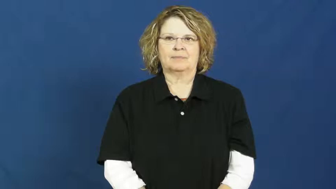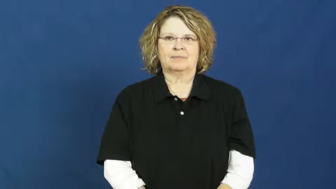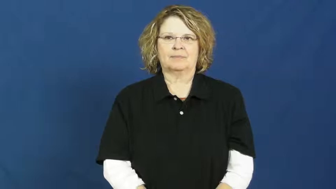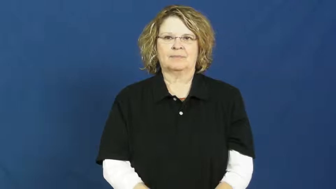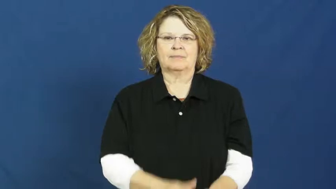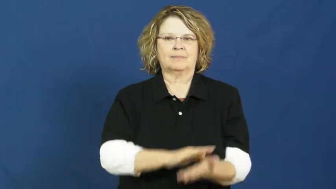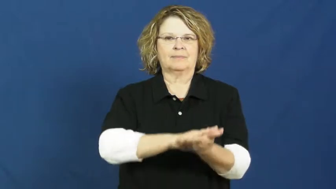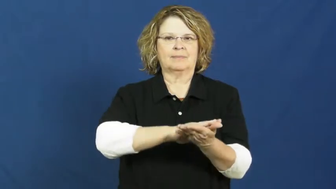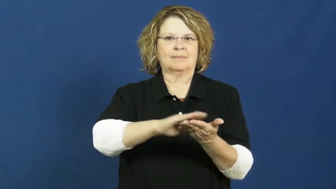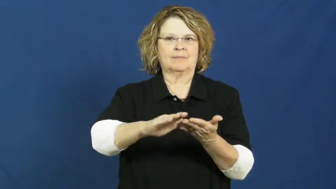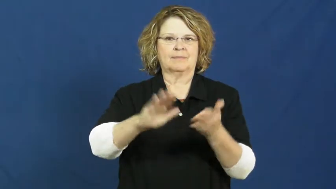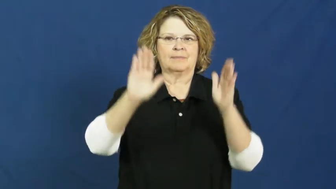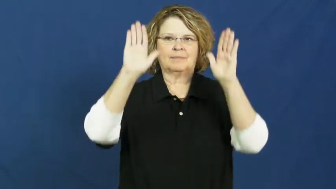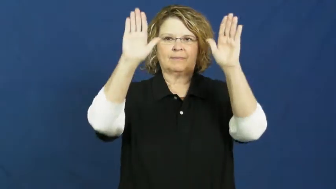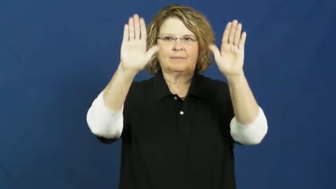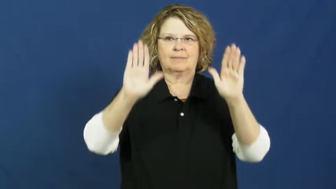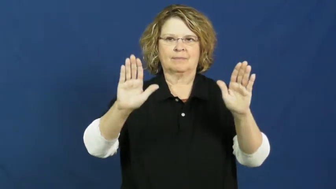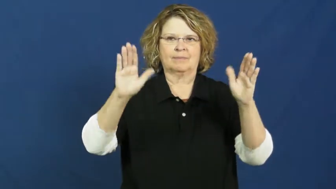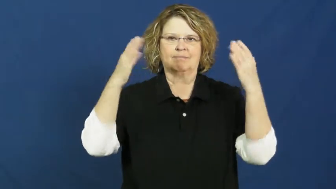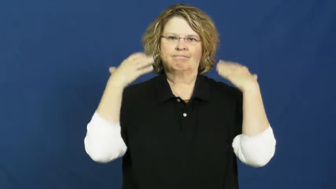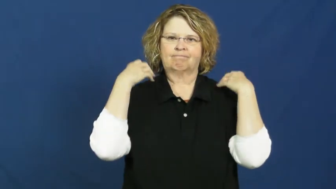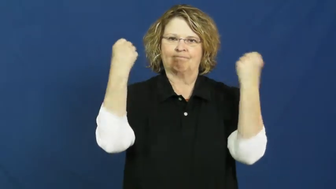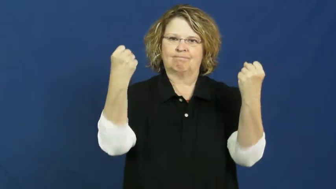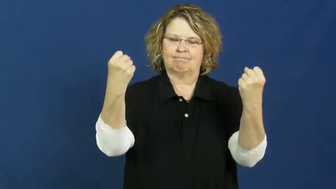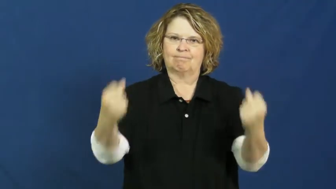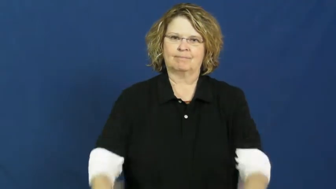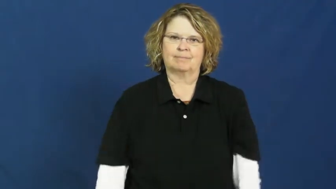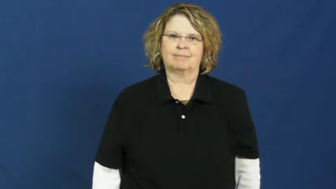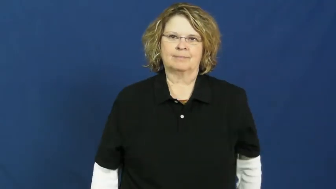noble,magnanimous